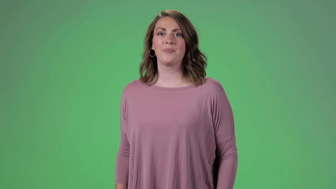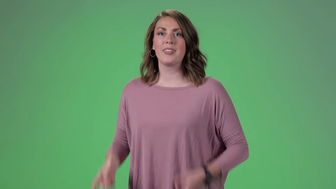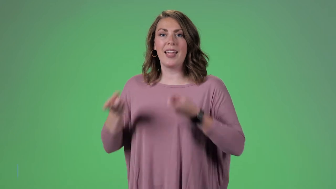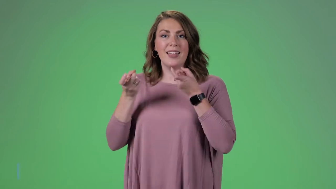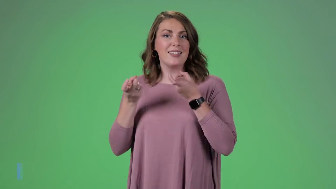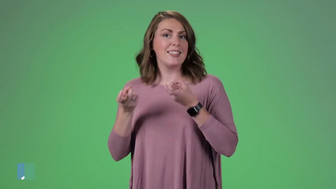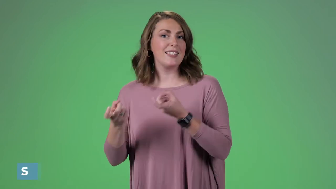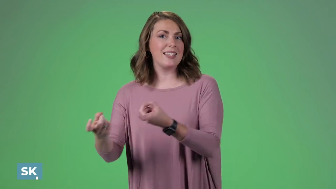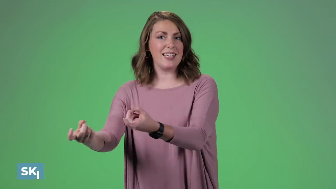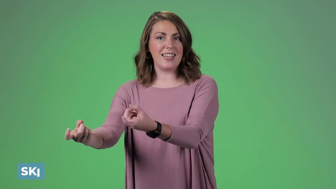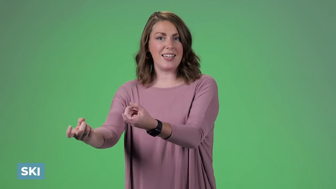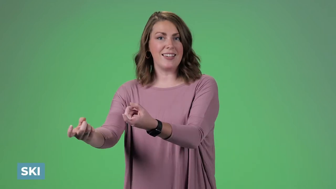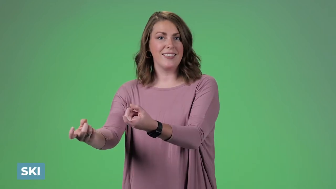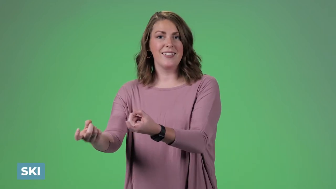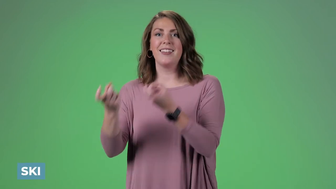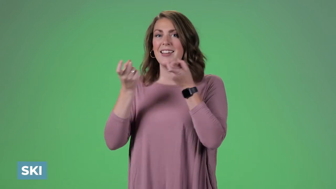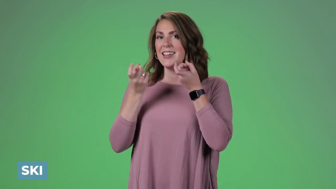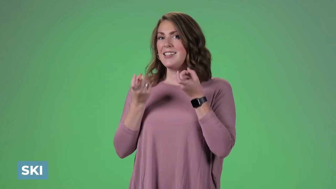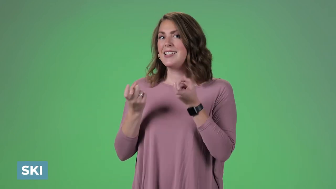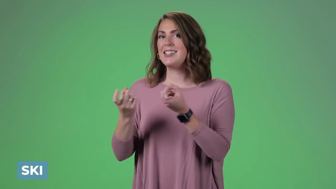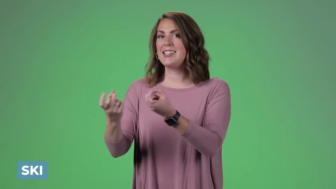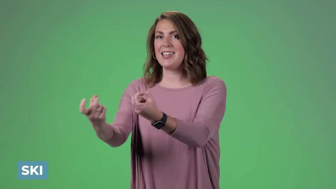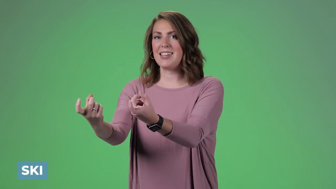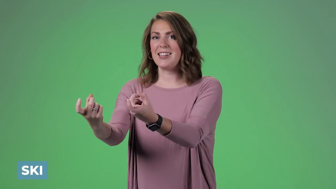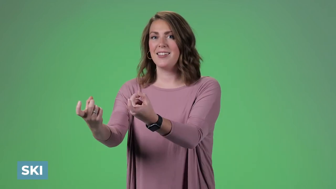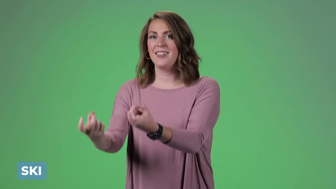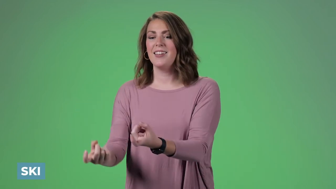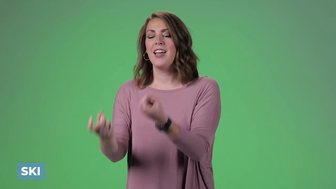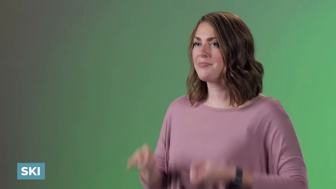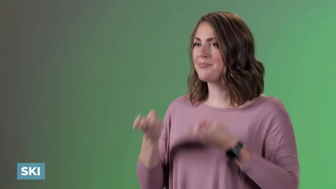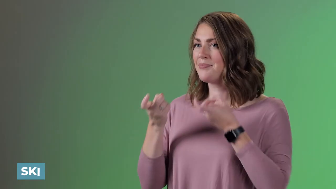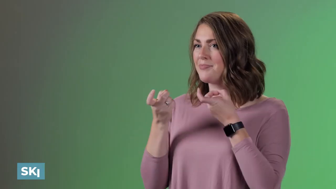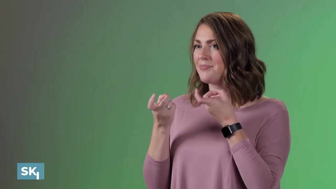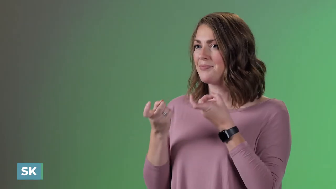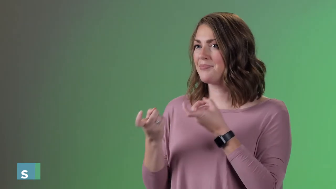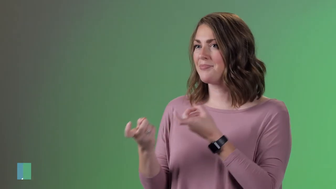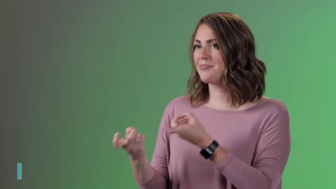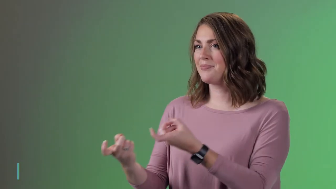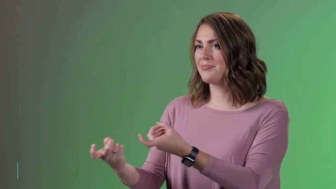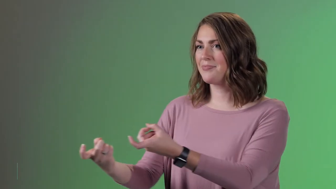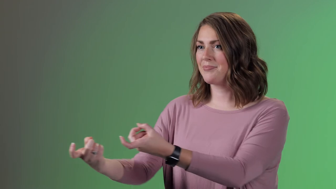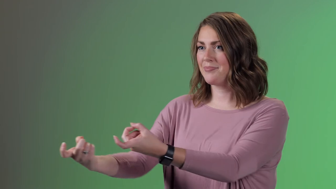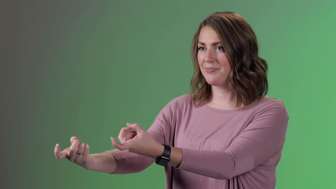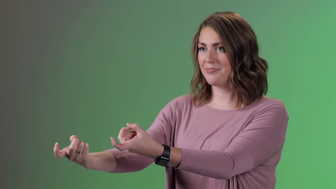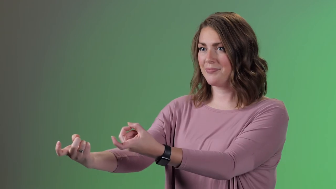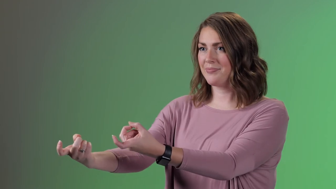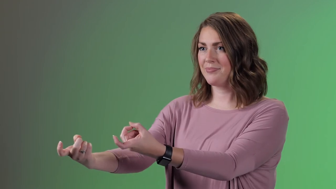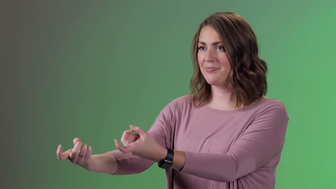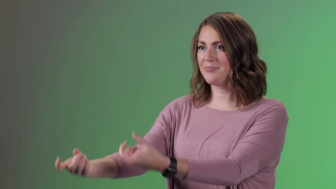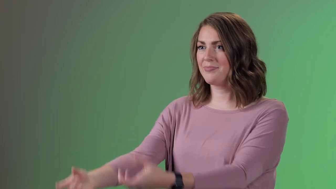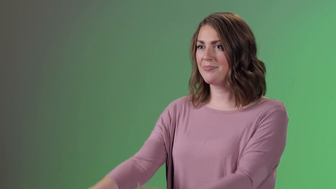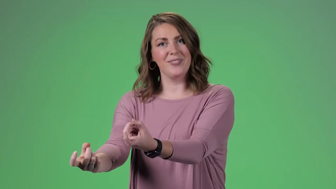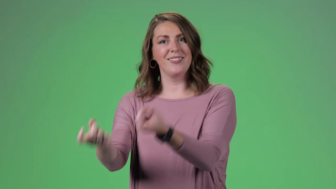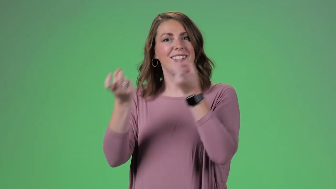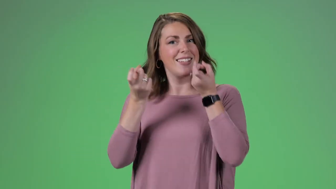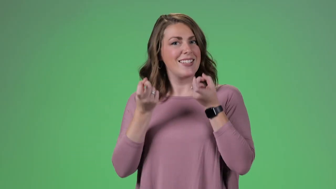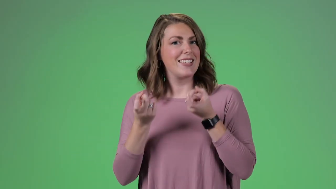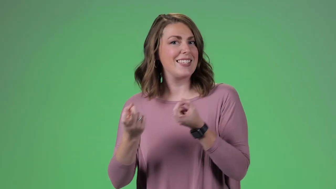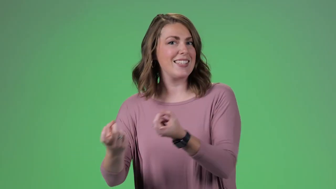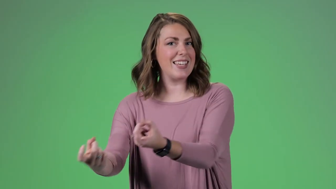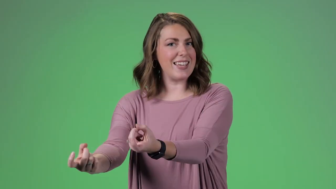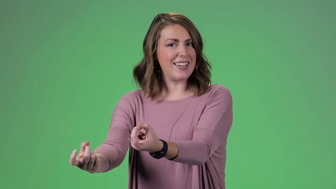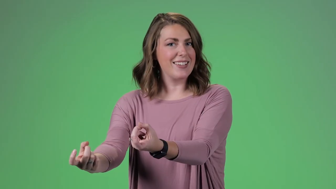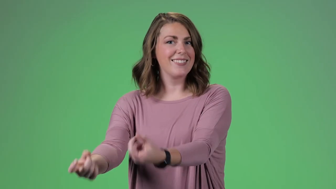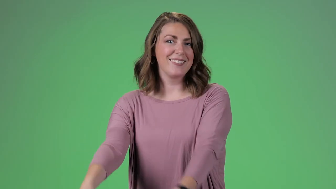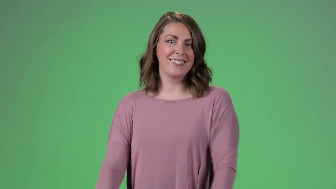Ski